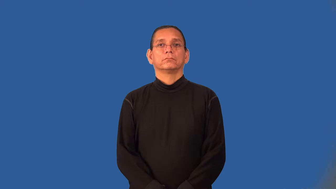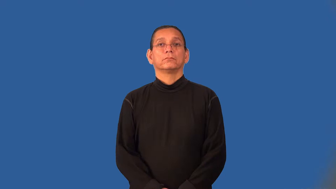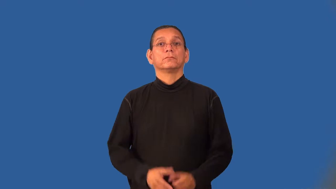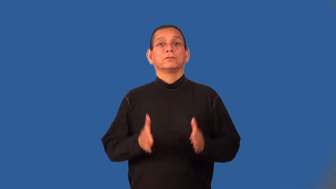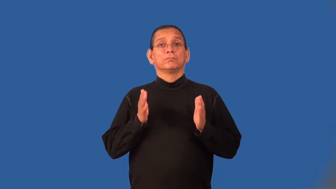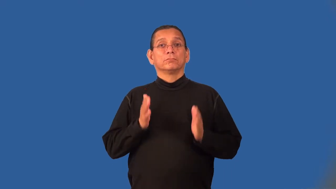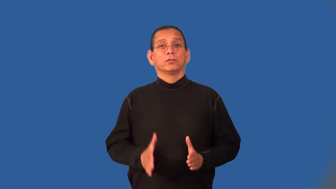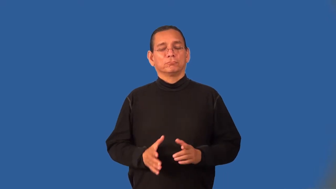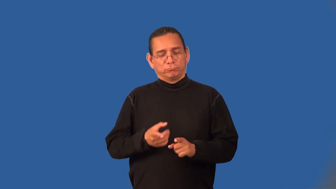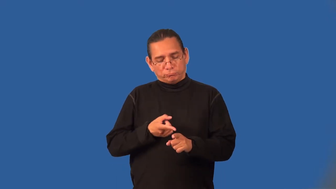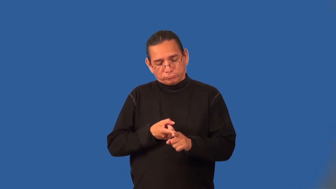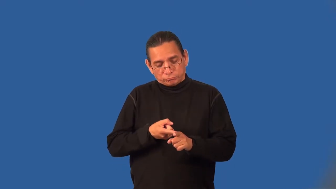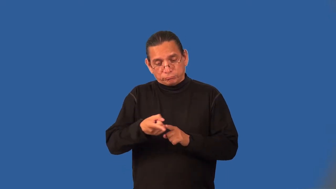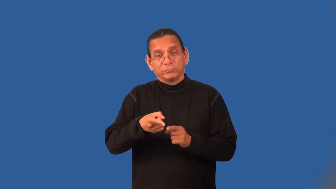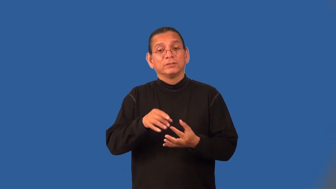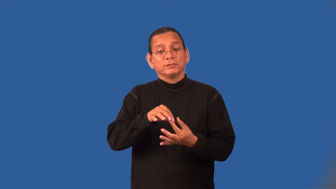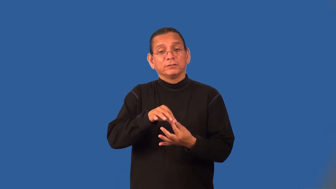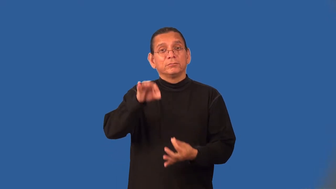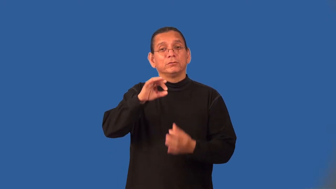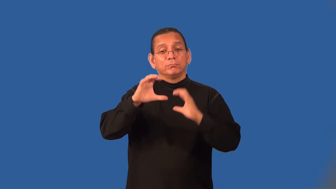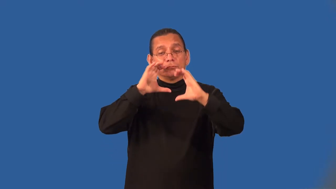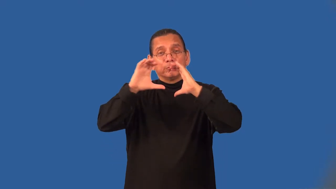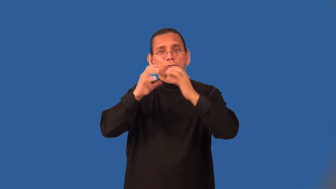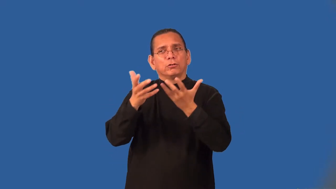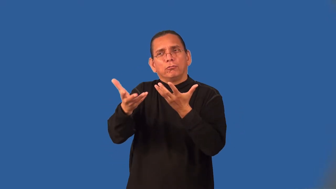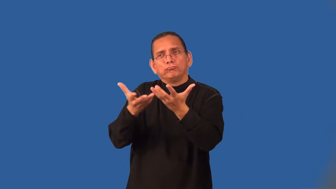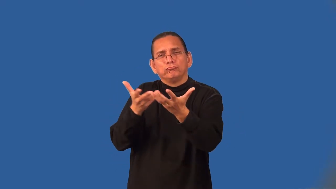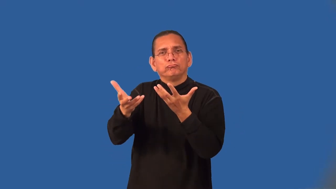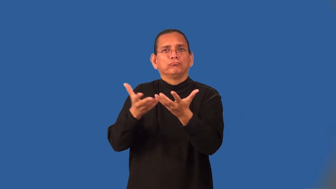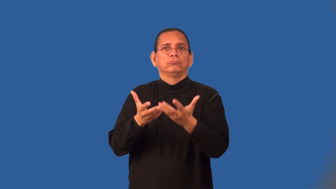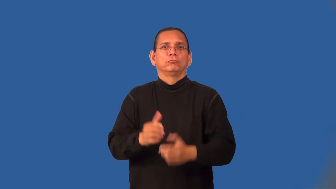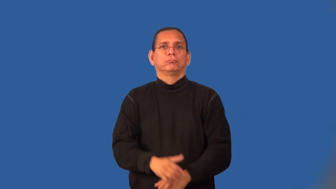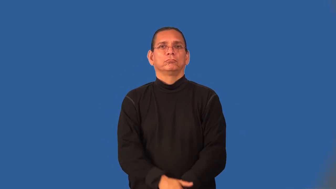necromancer